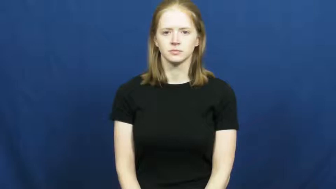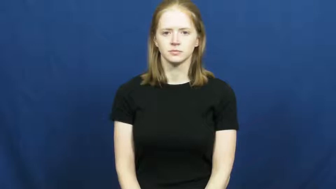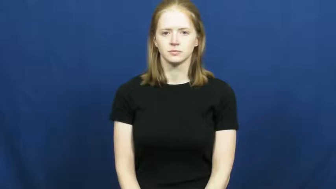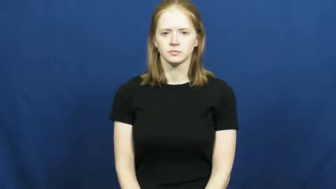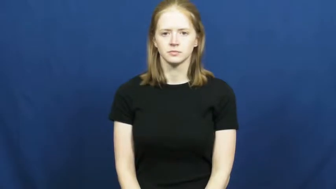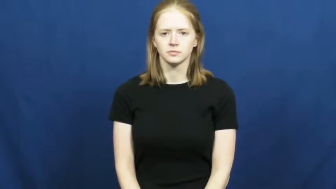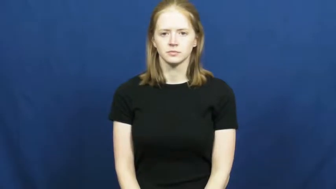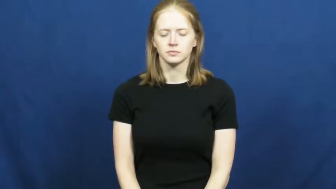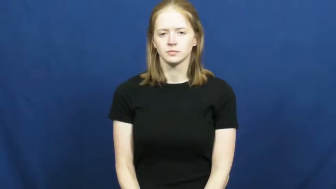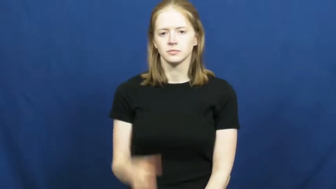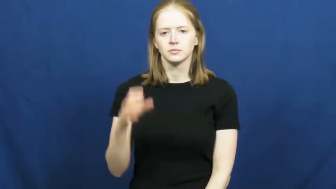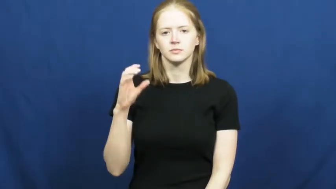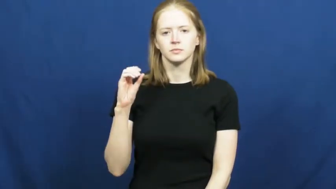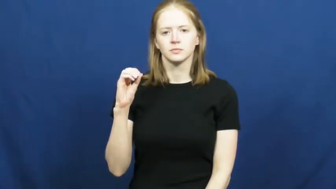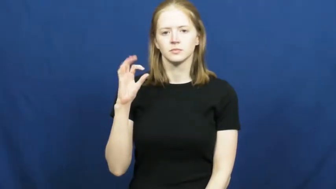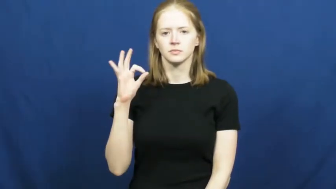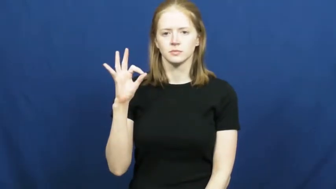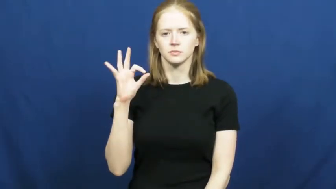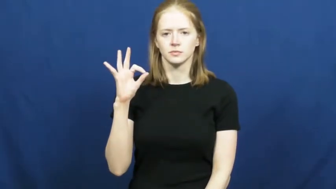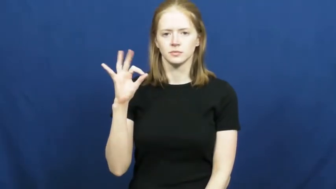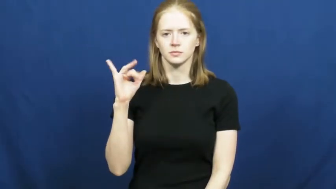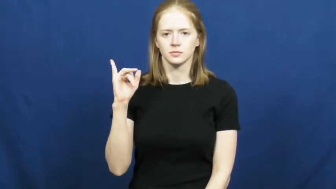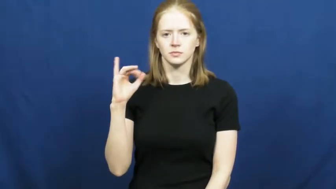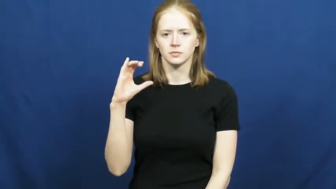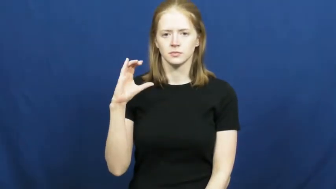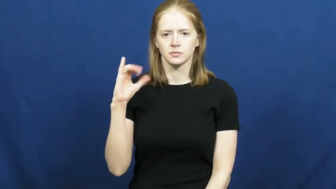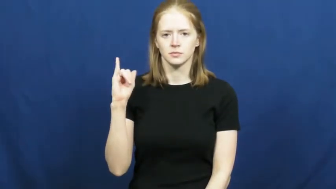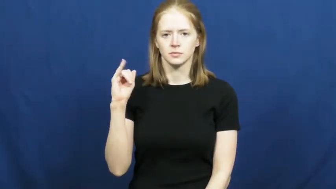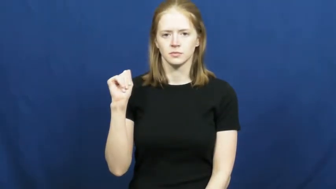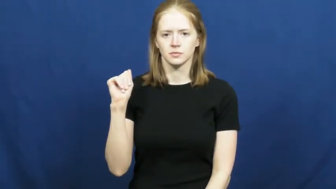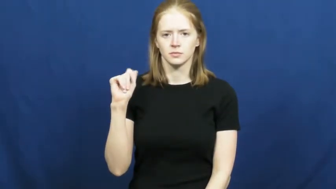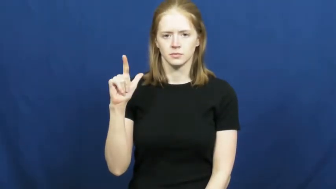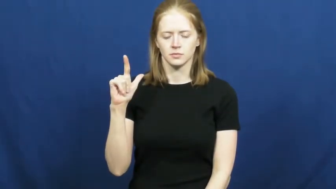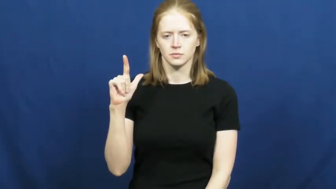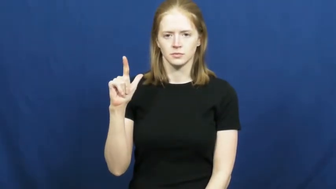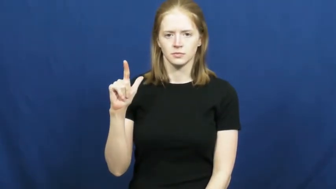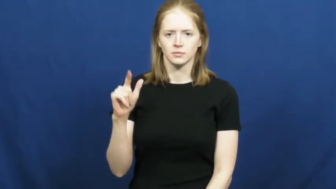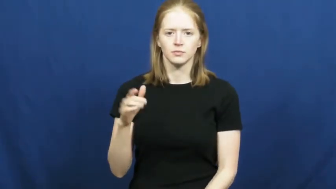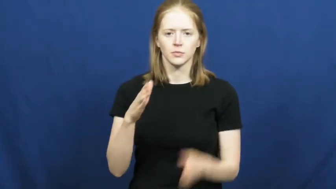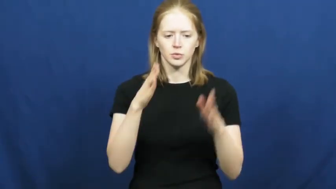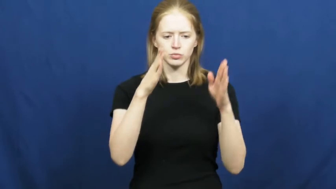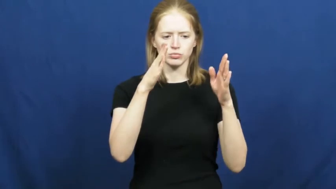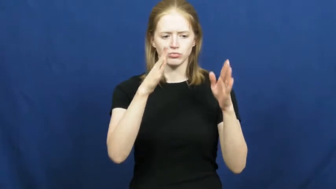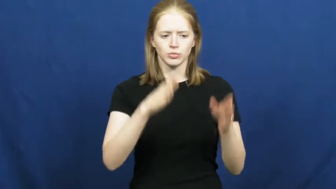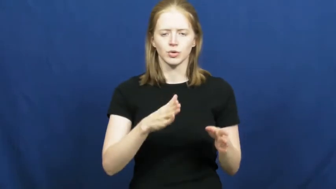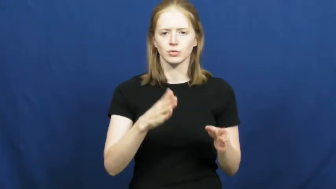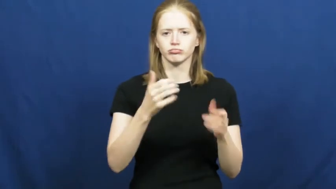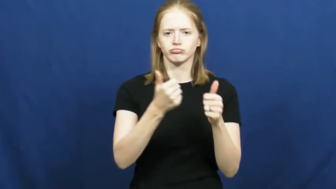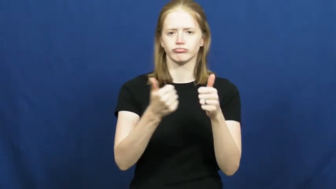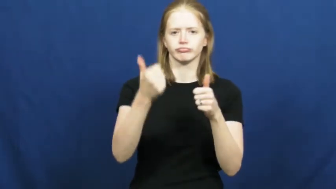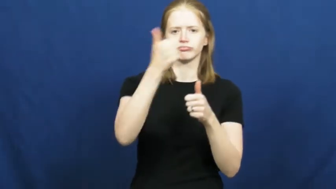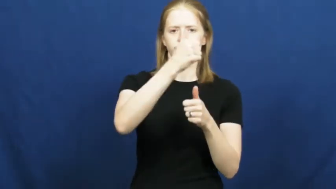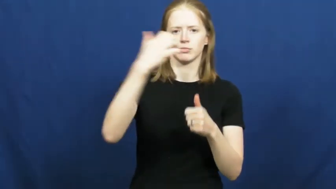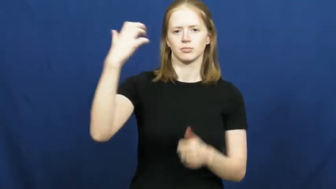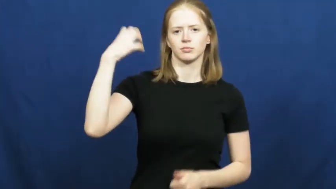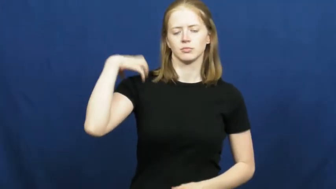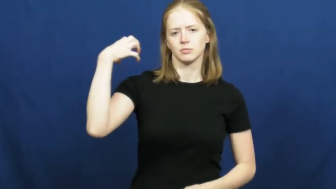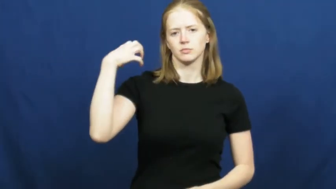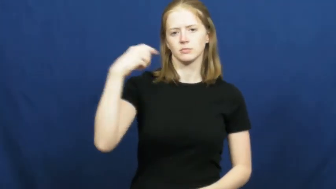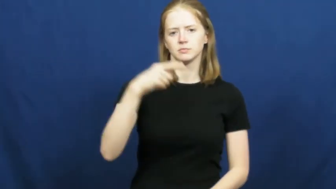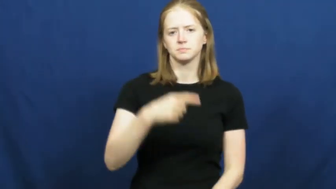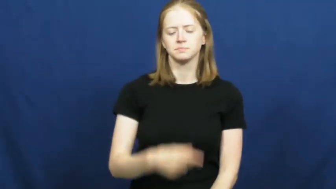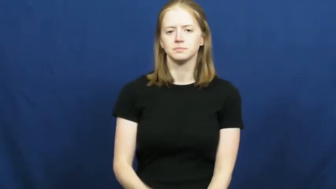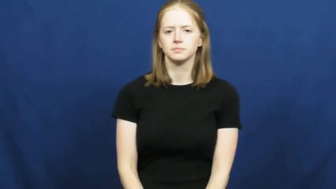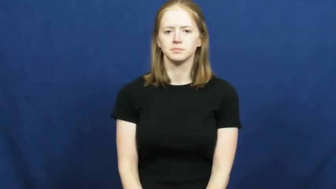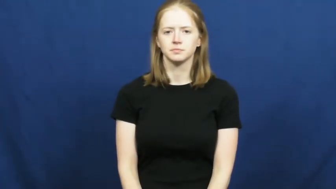official-person